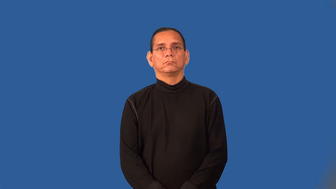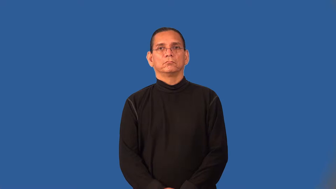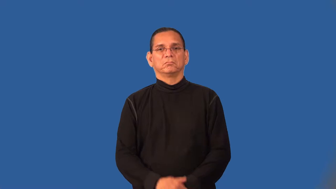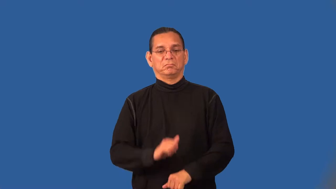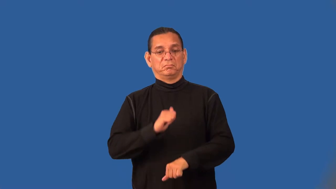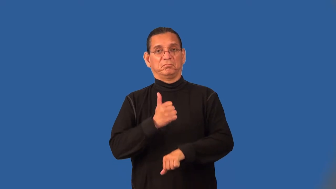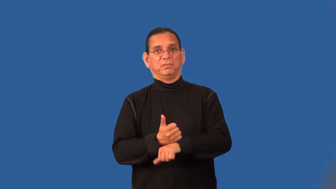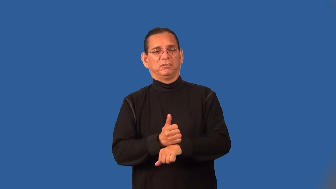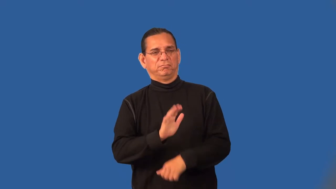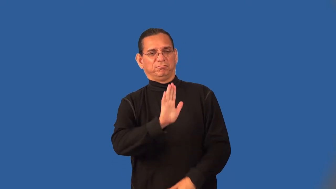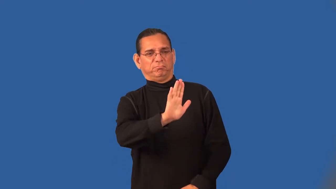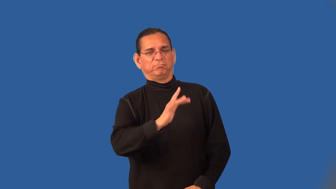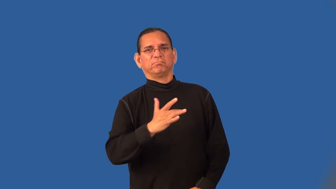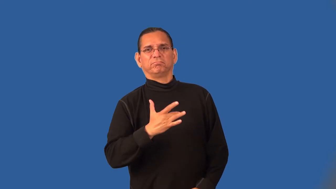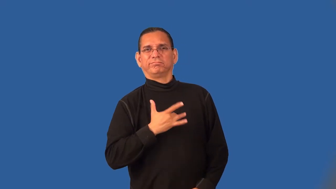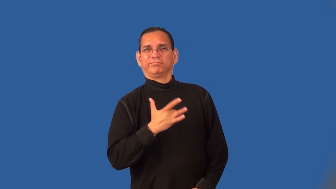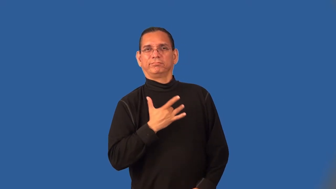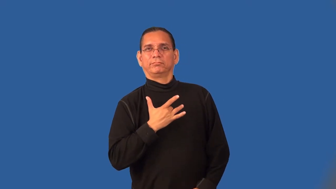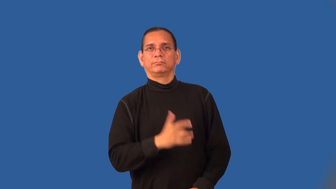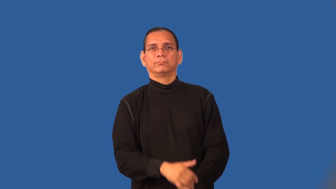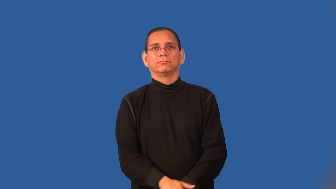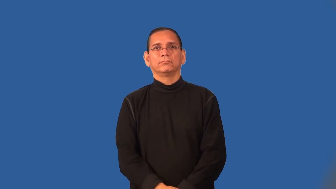subjective